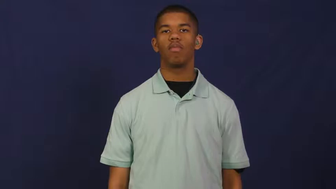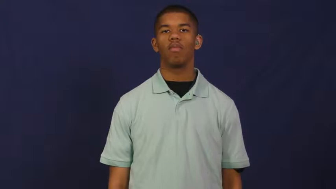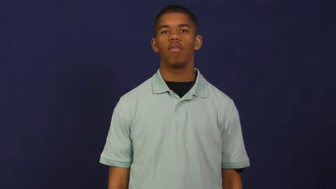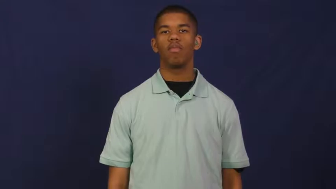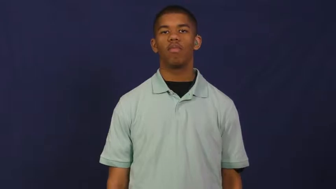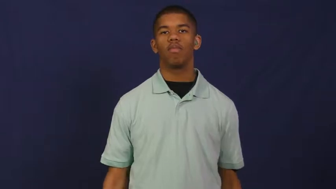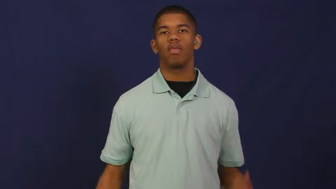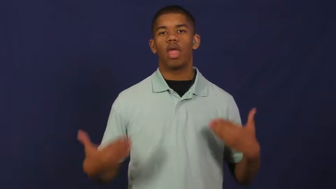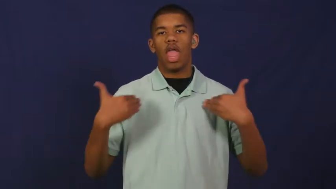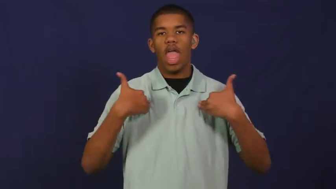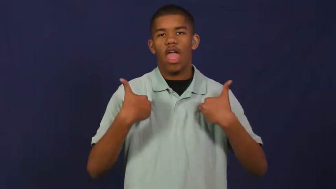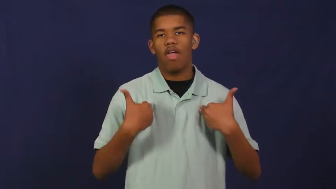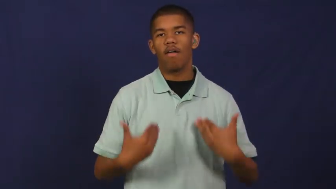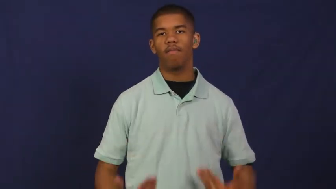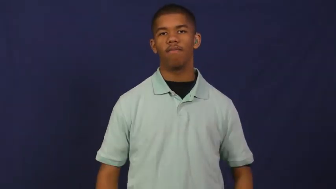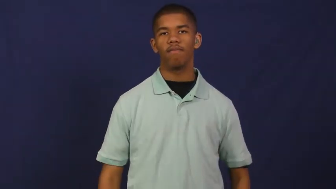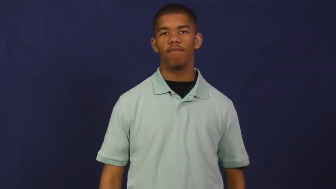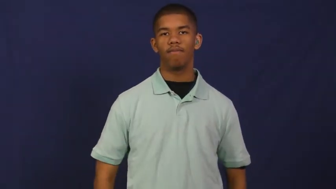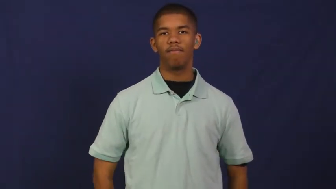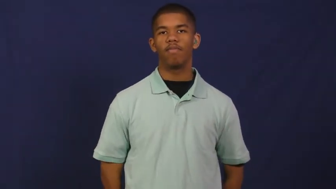have in-have